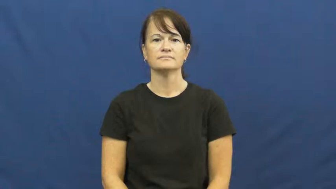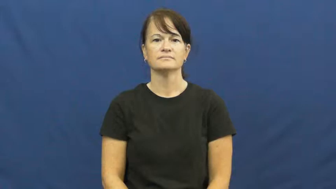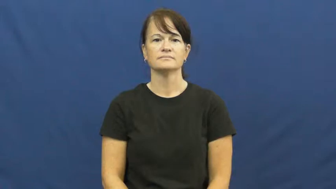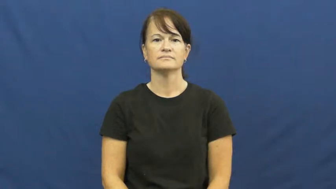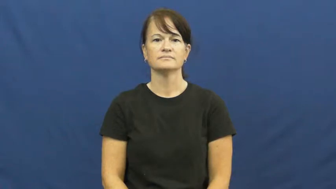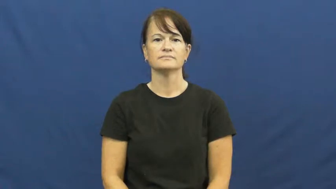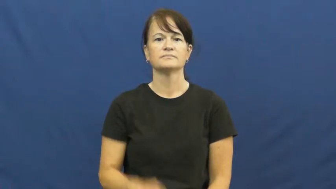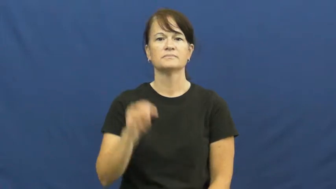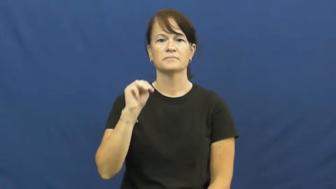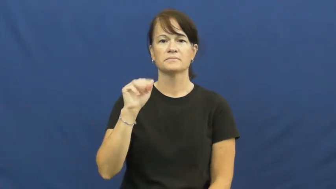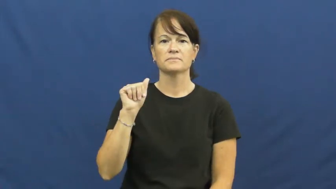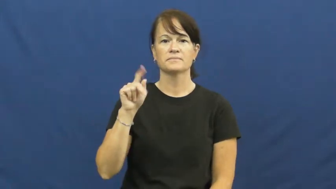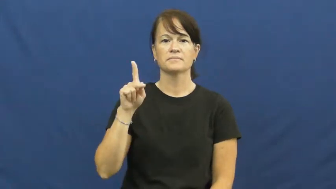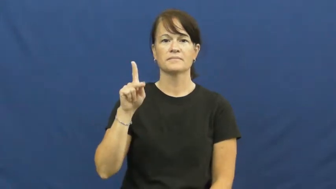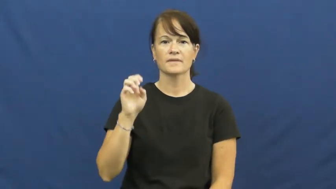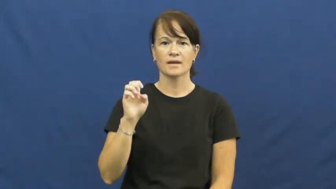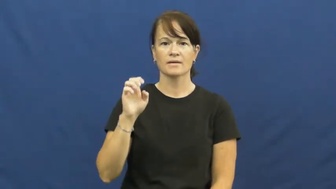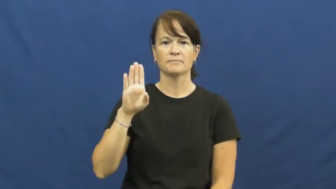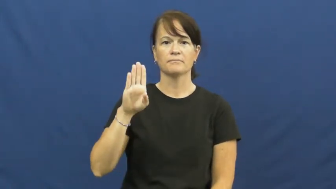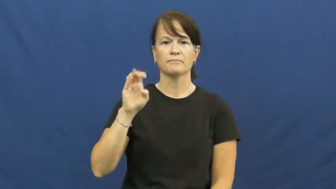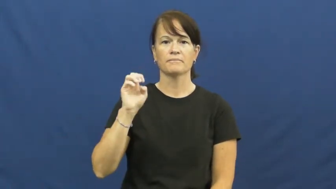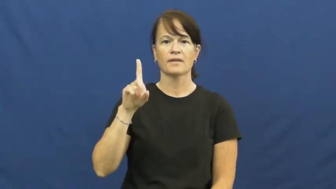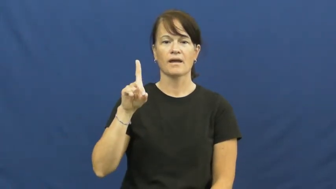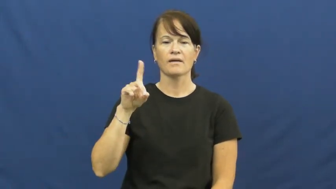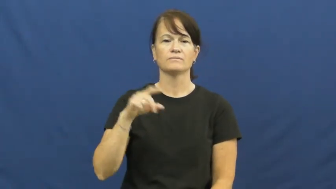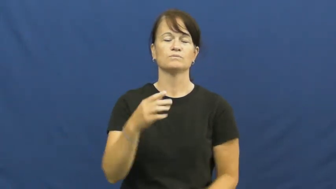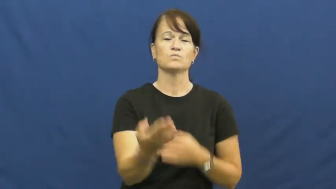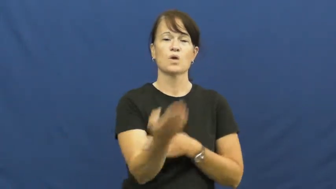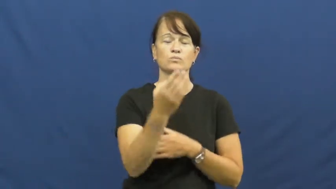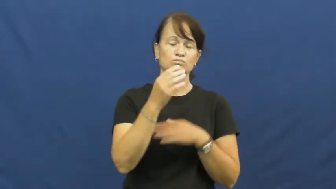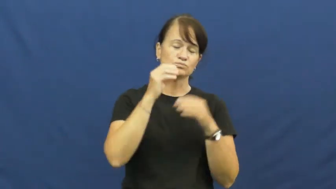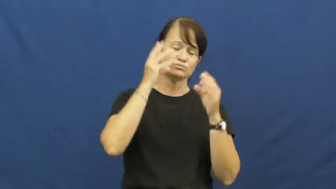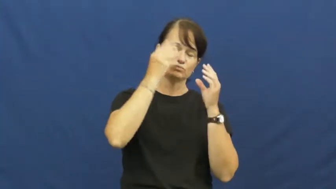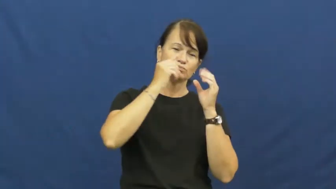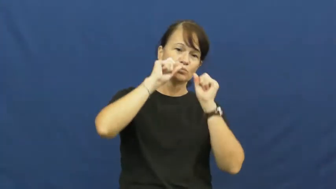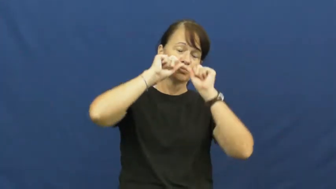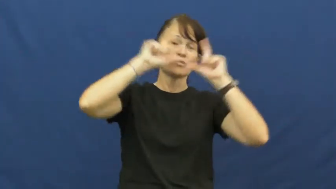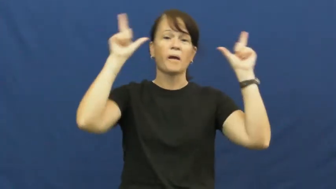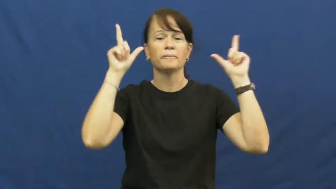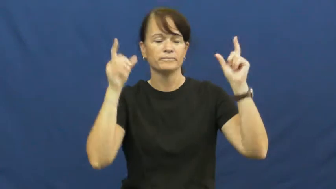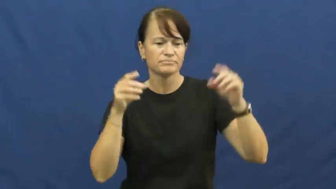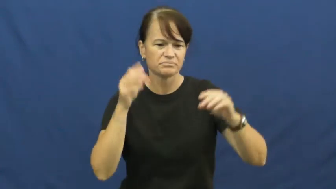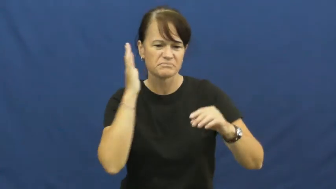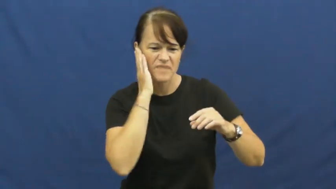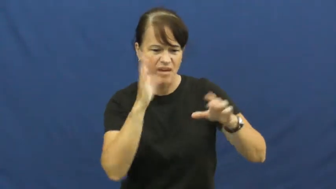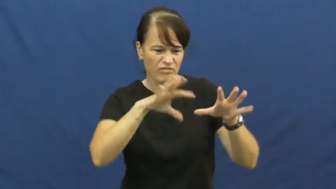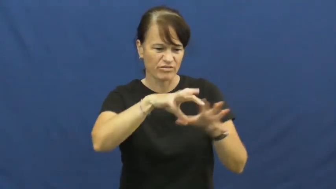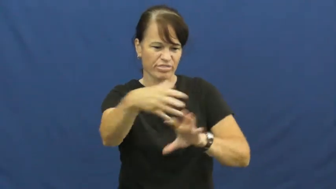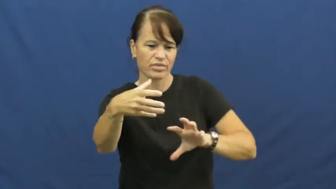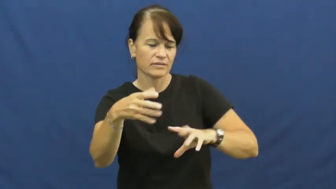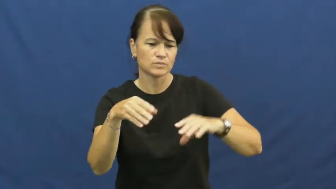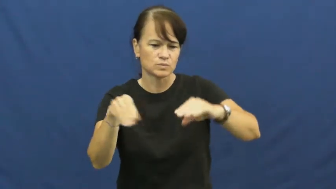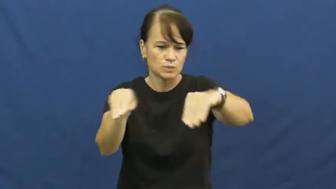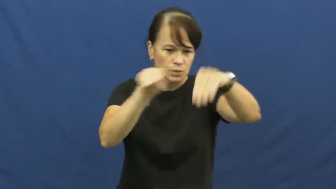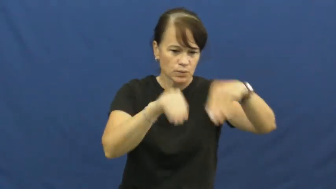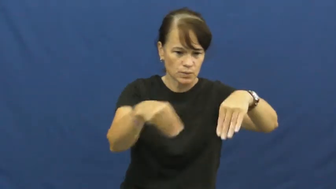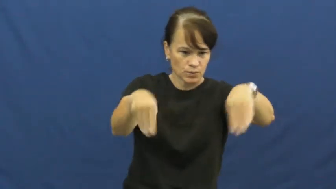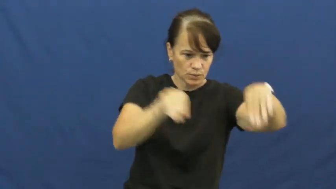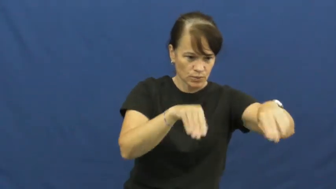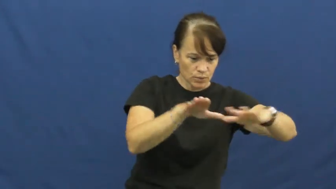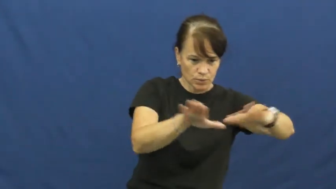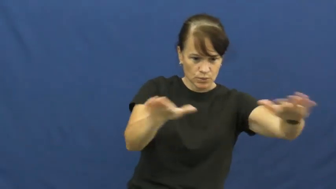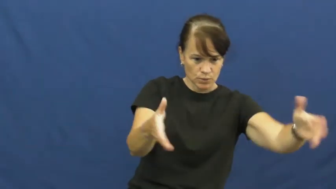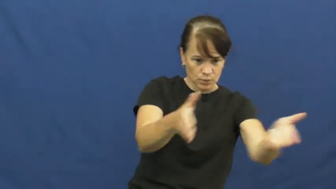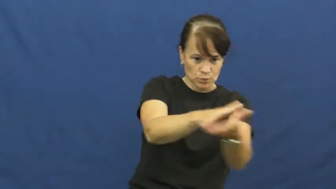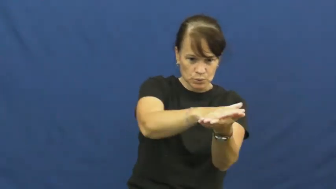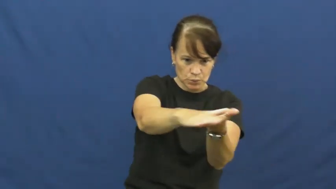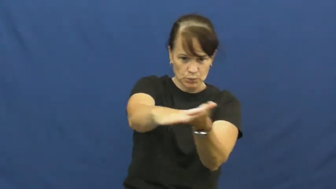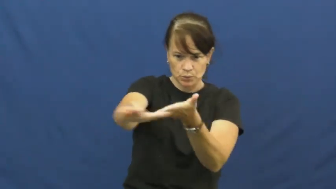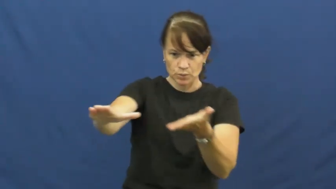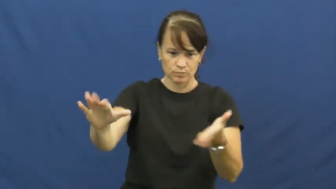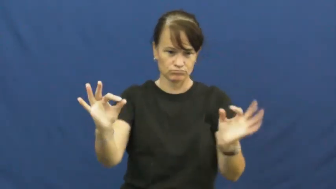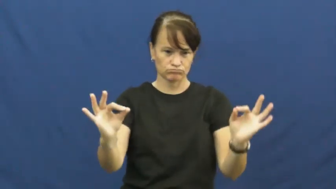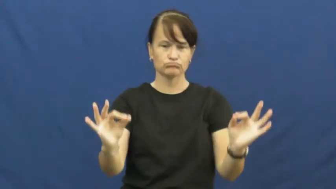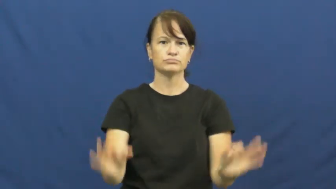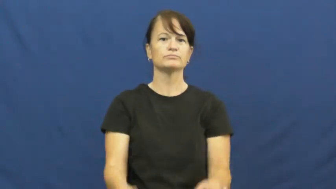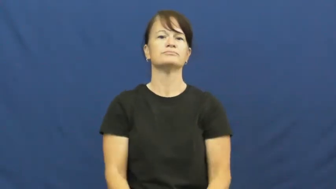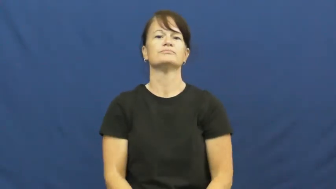make-bed